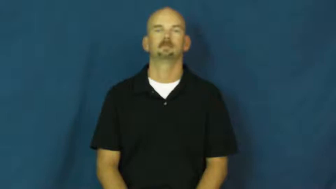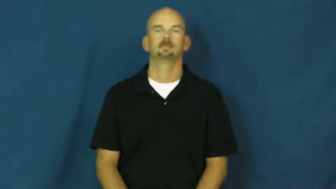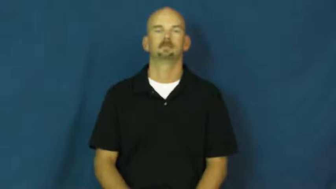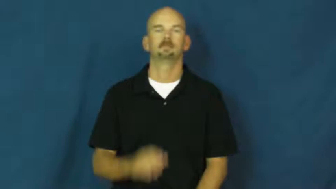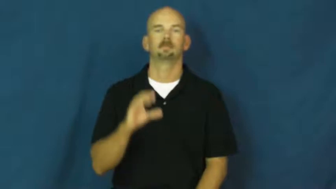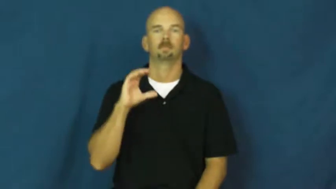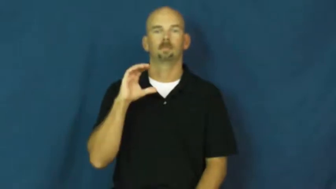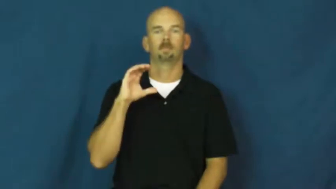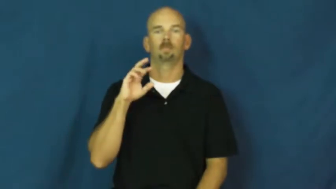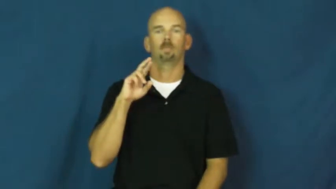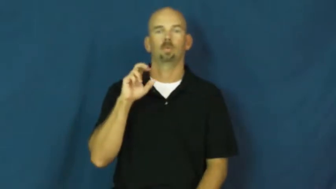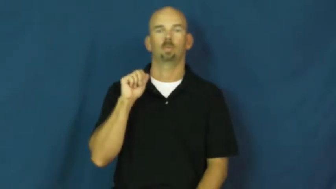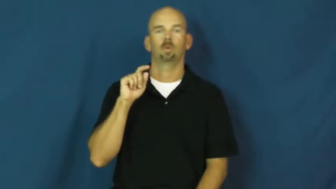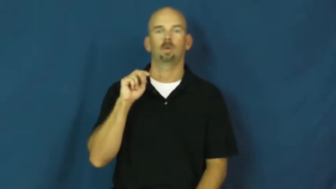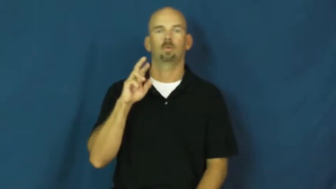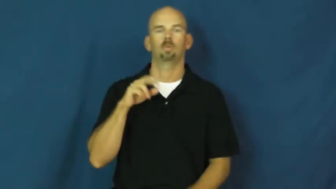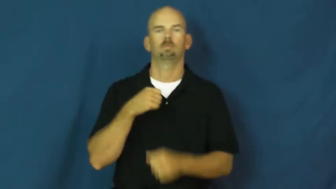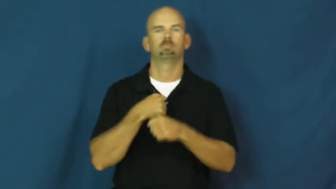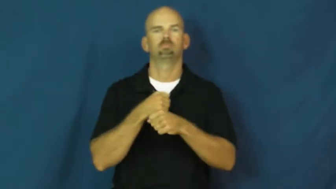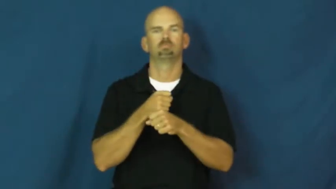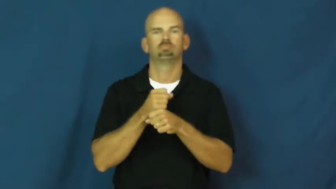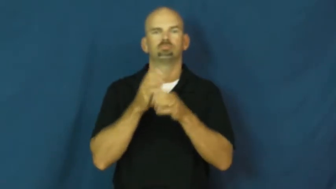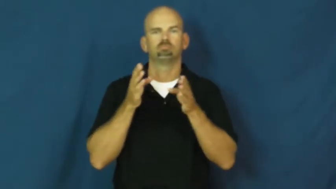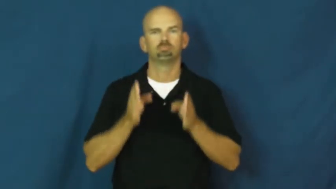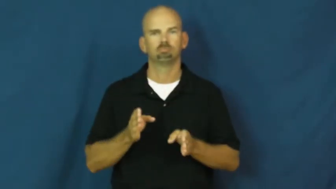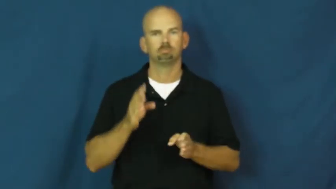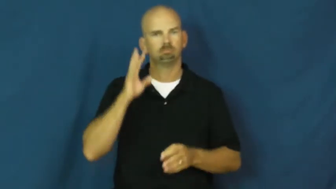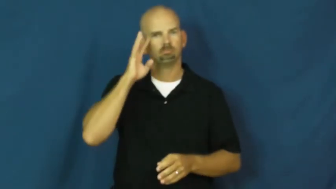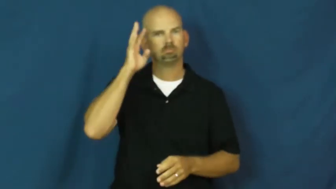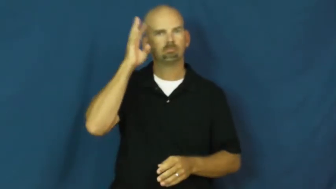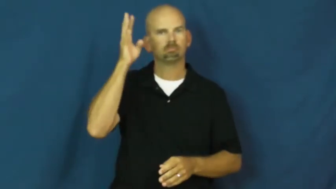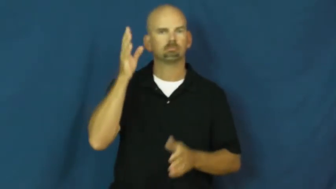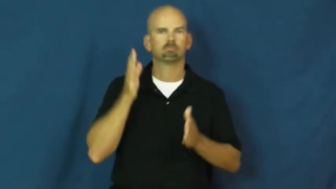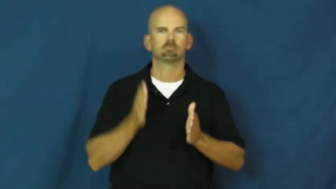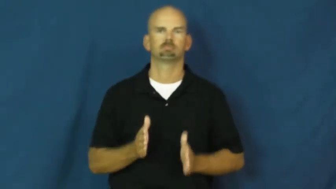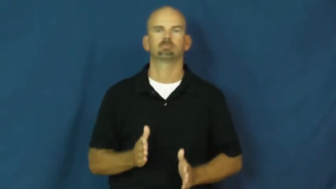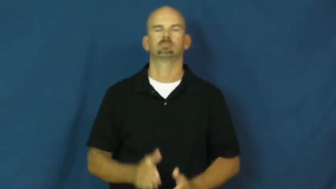creator